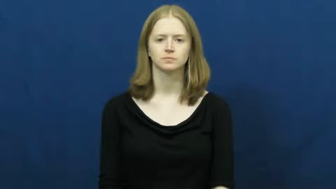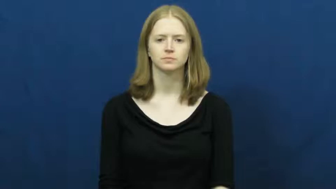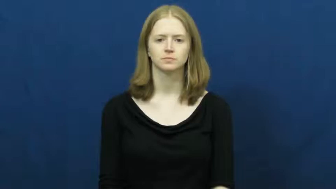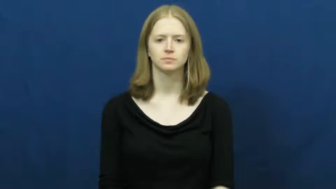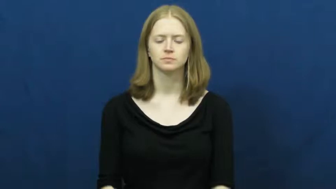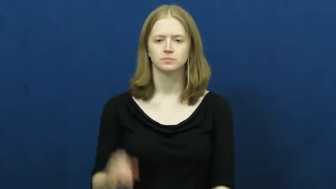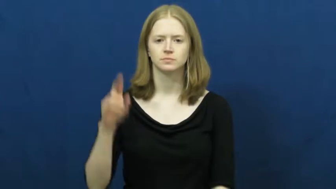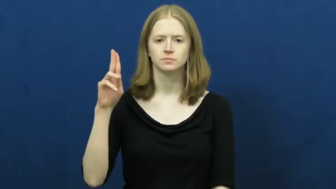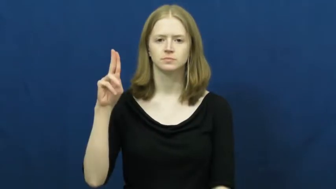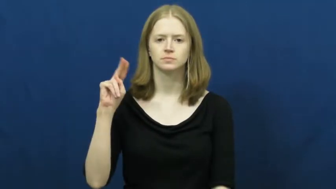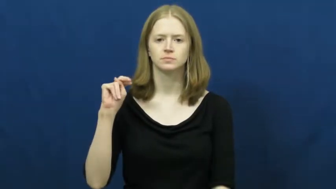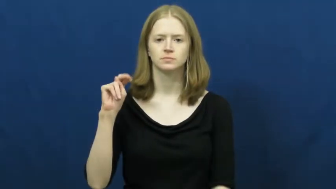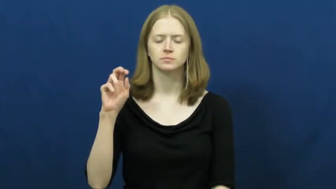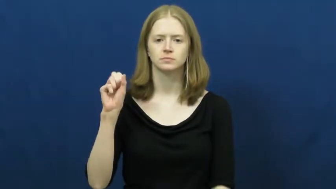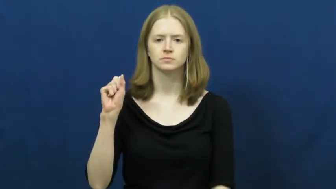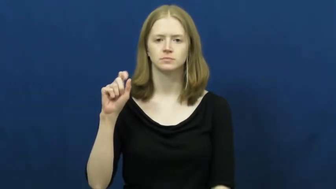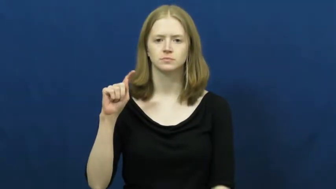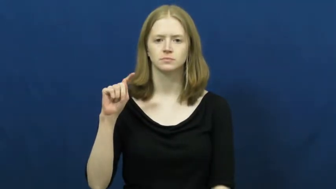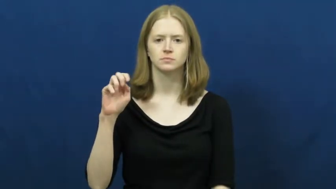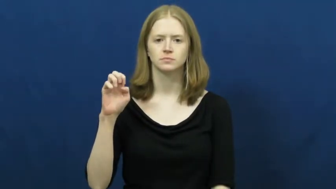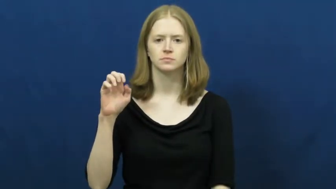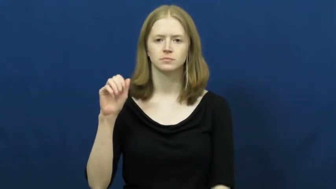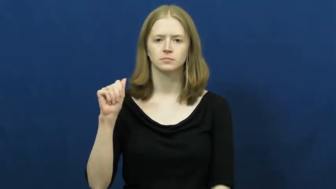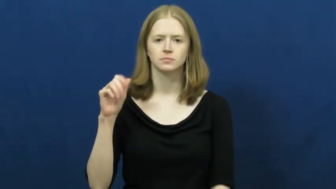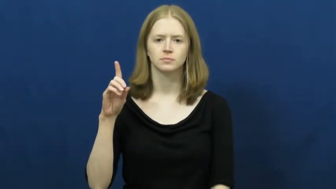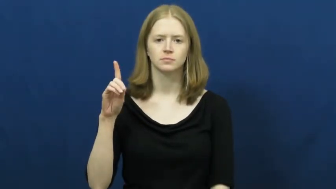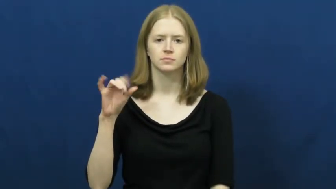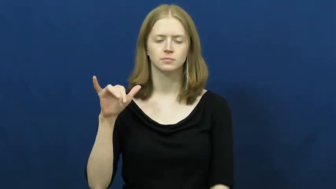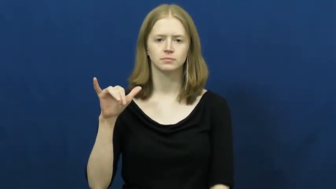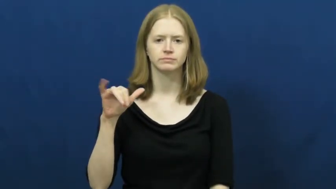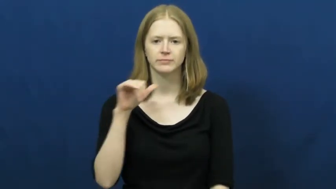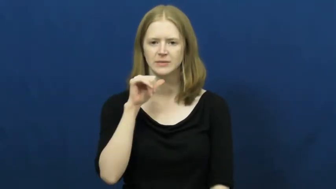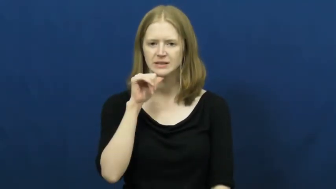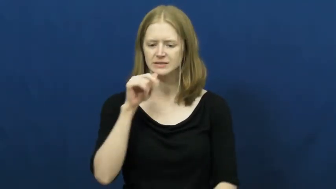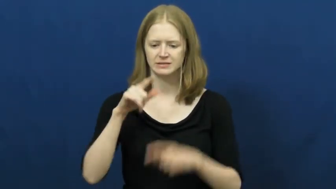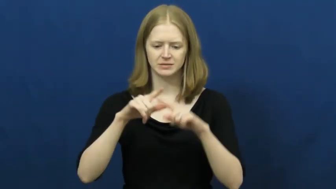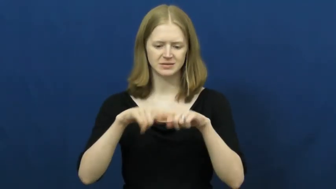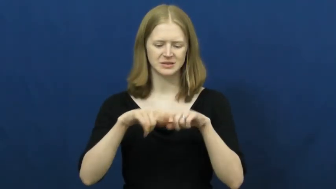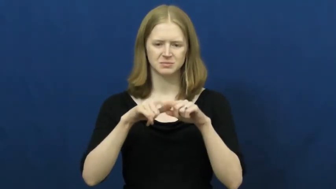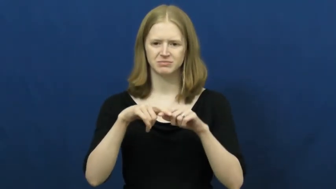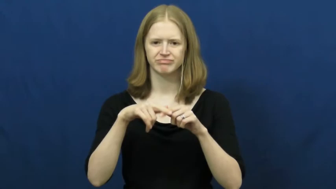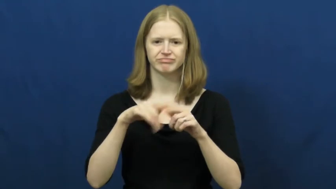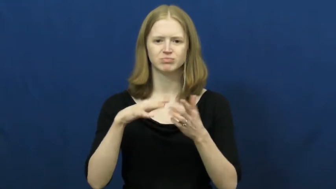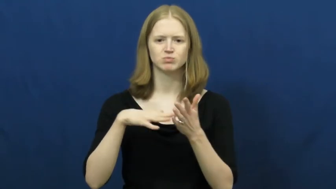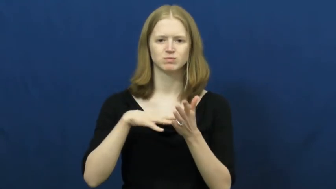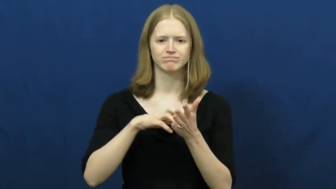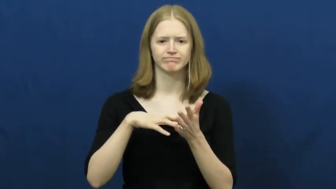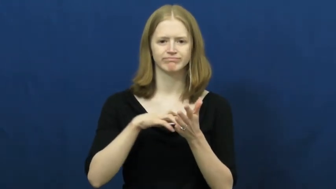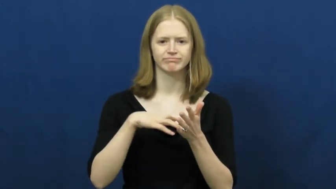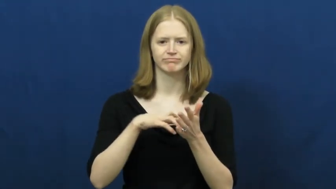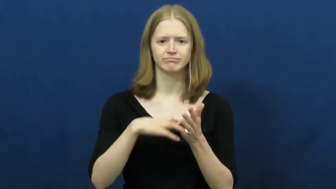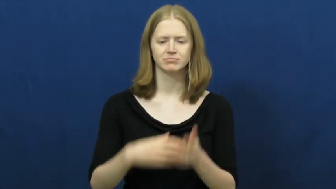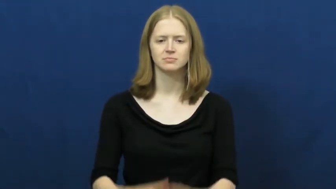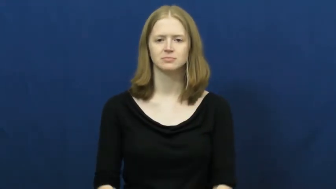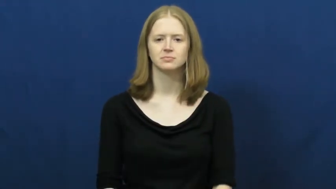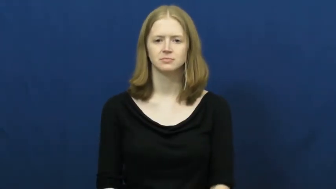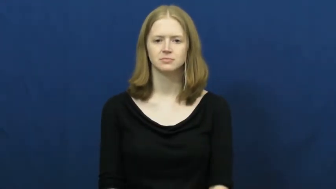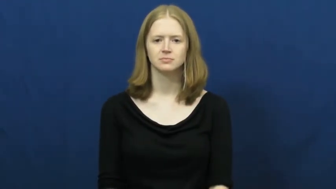unsteady